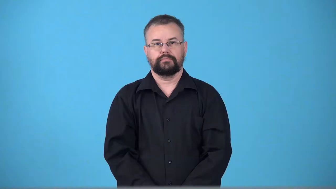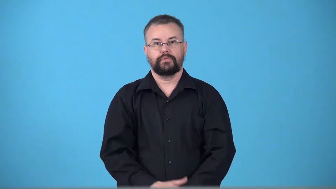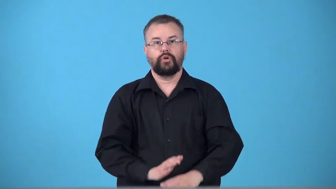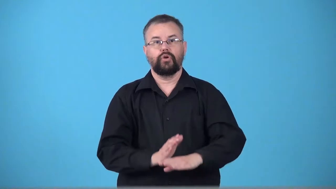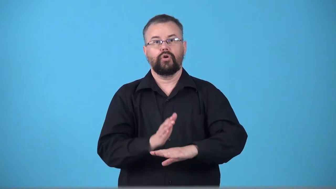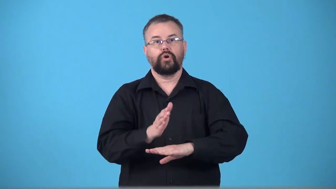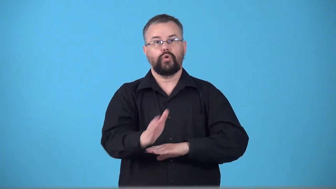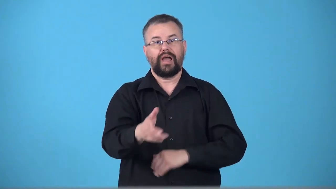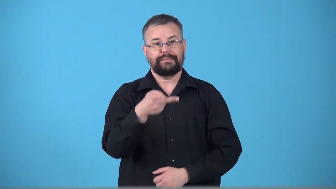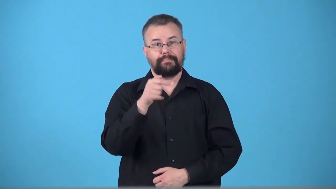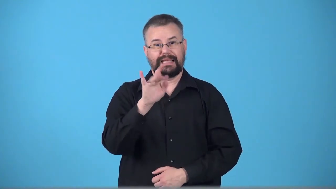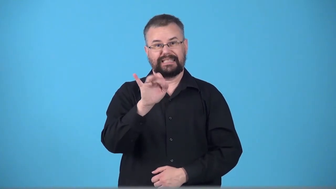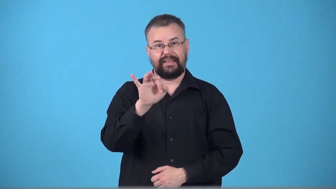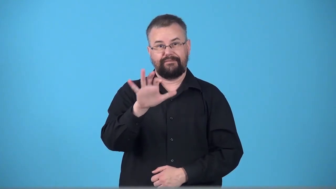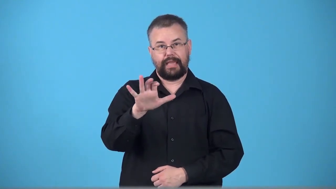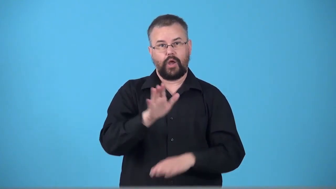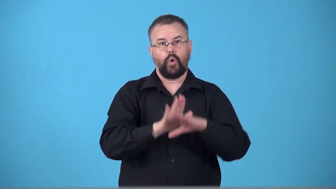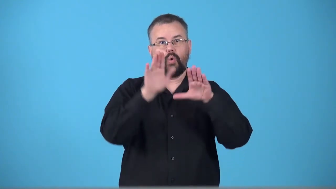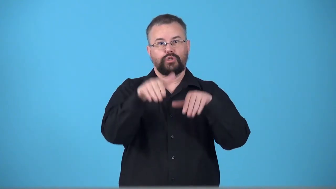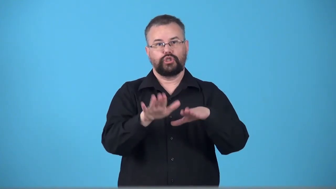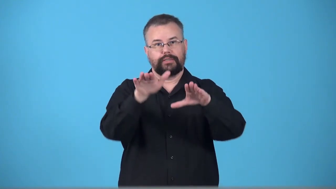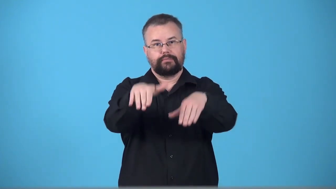transpacific